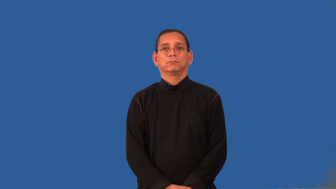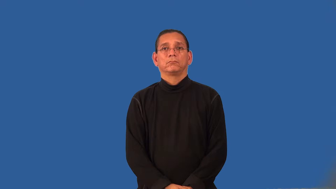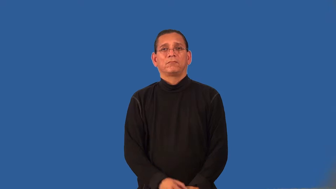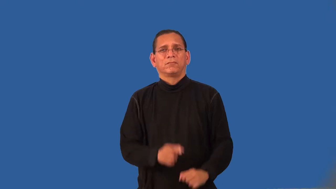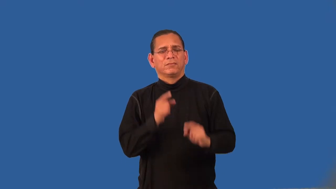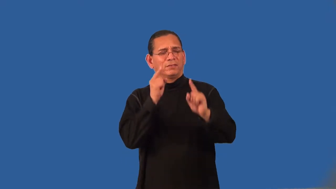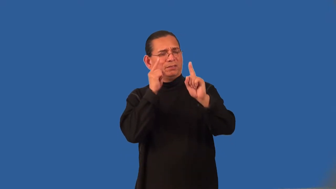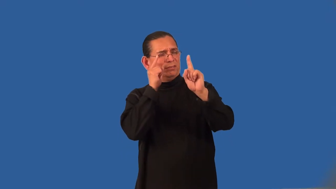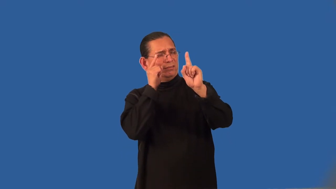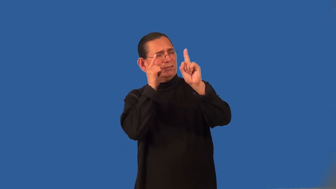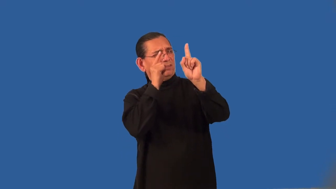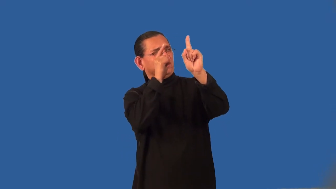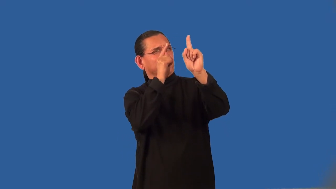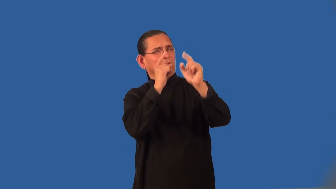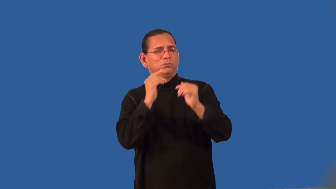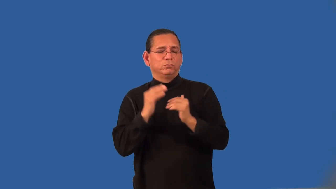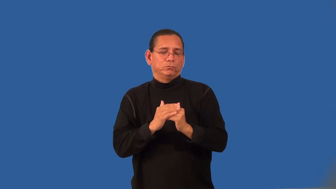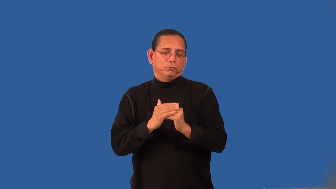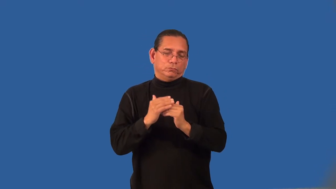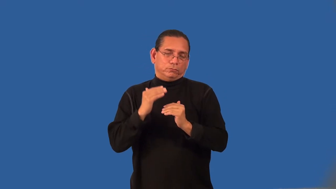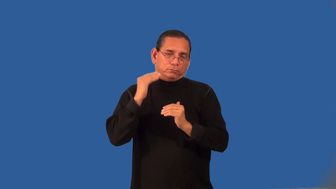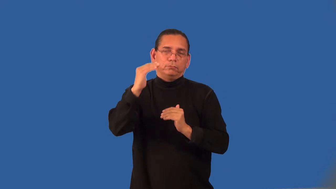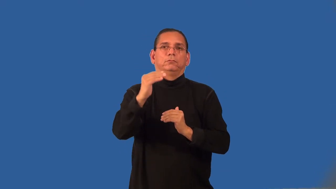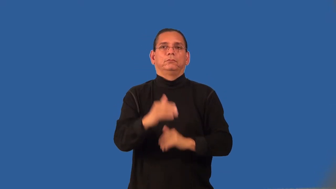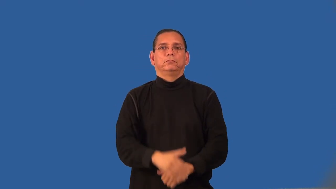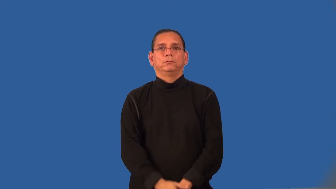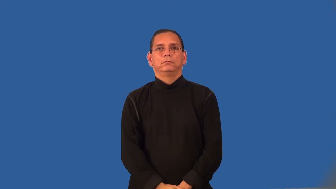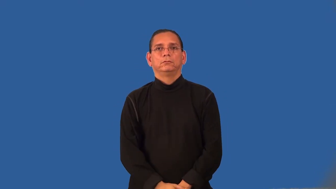overreaching